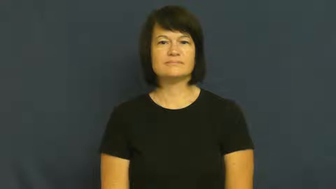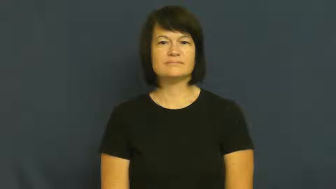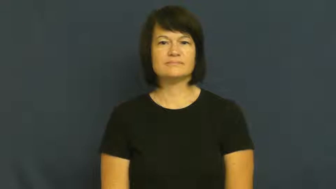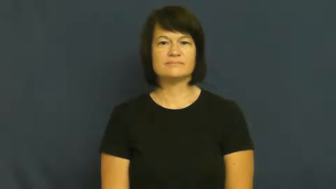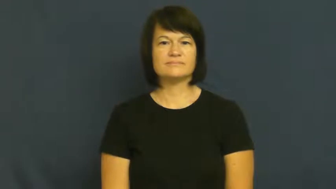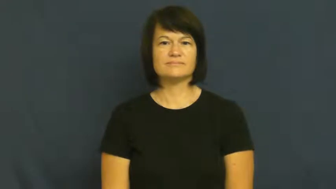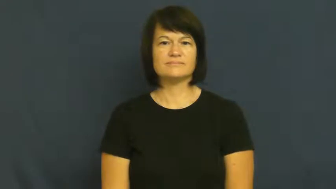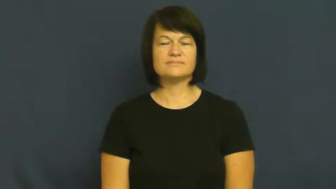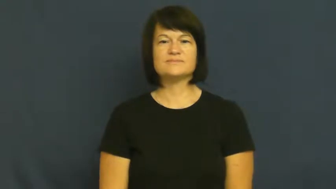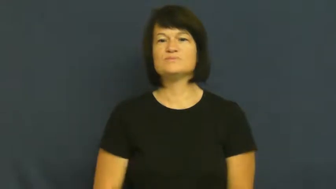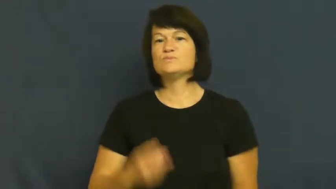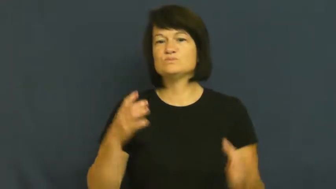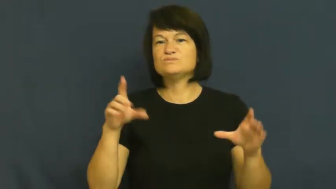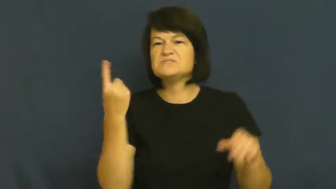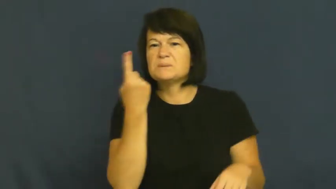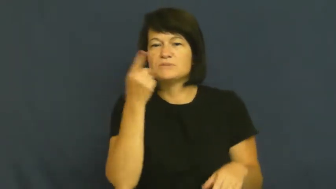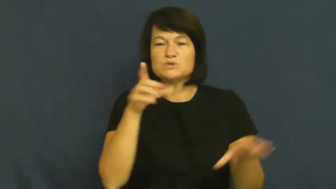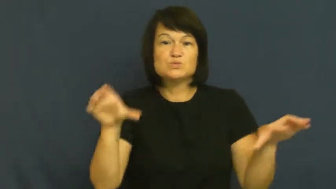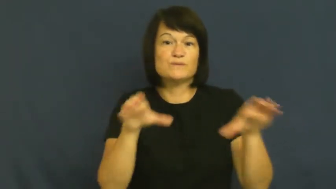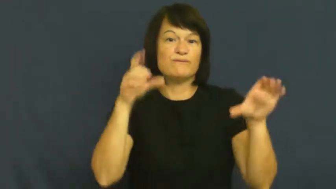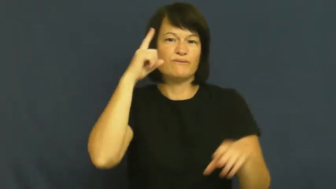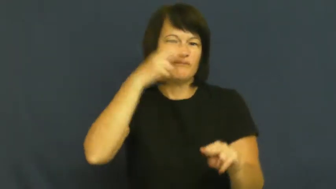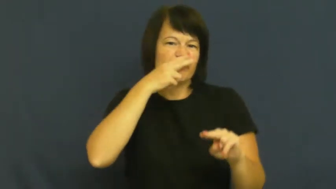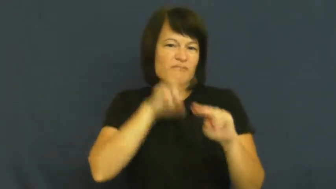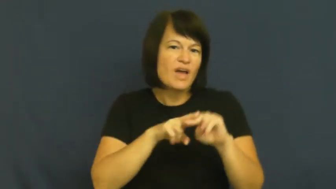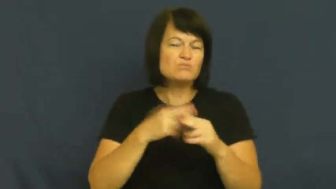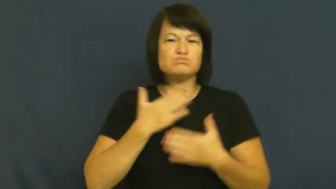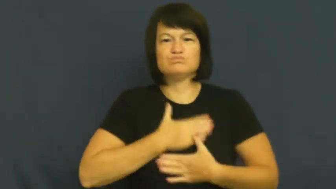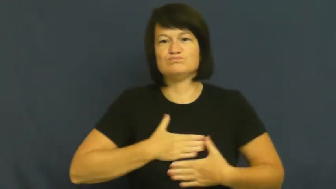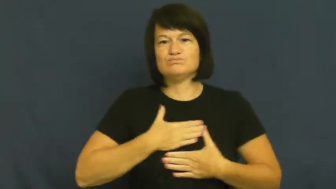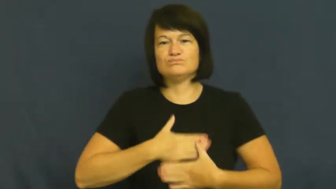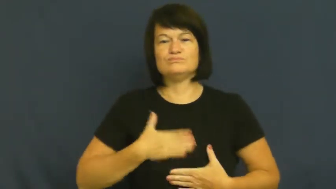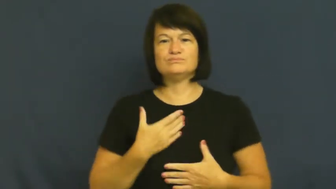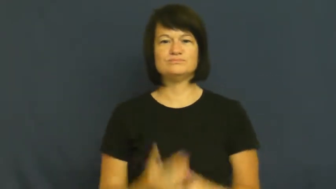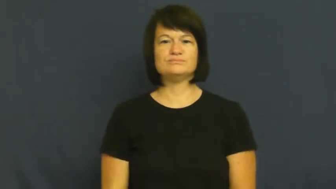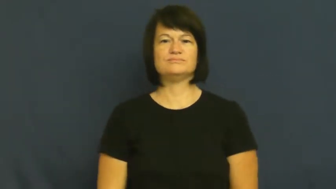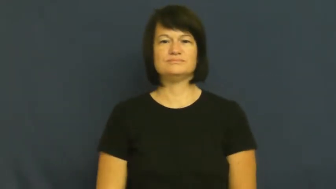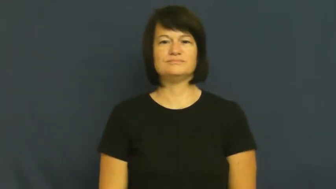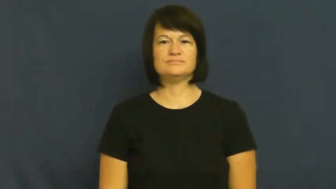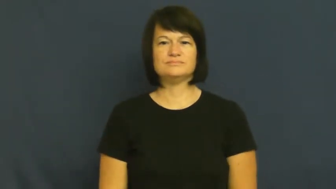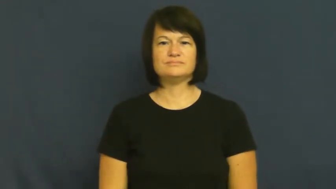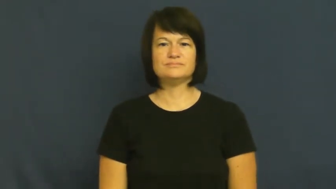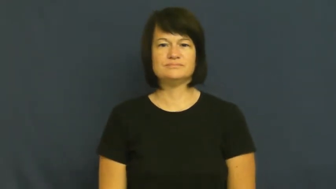lark-fun